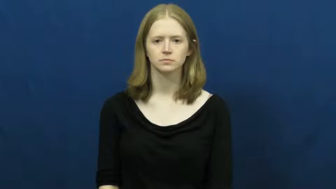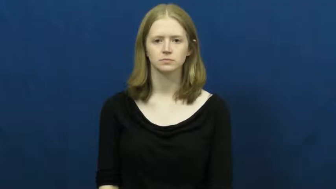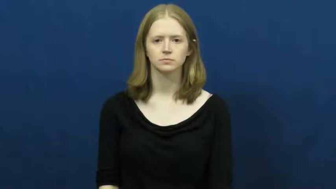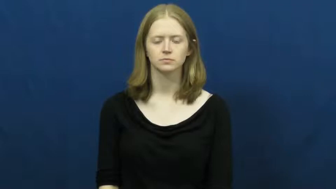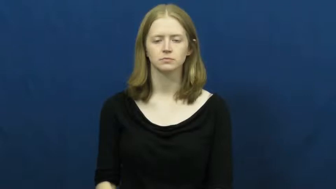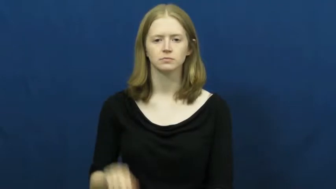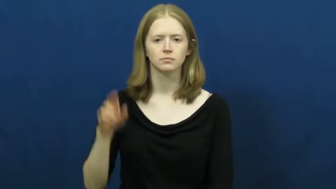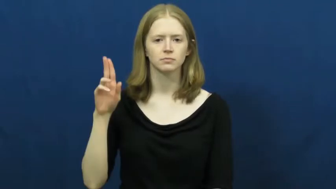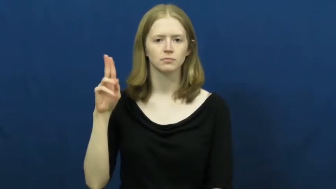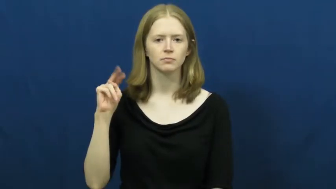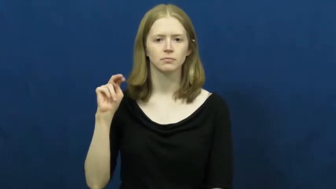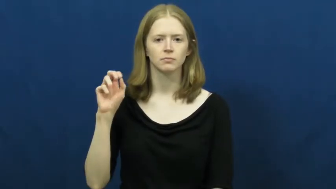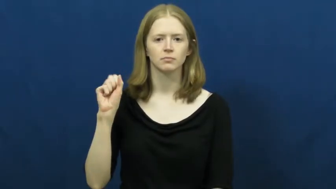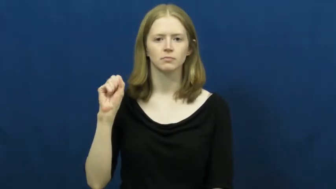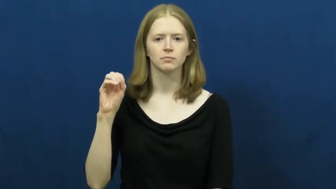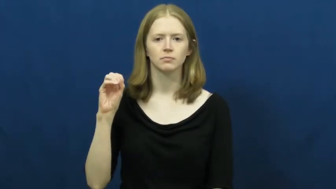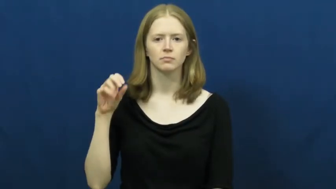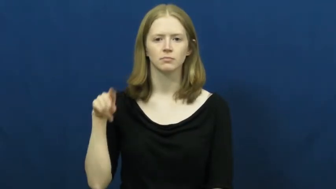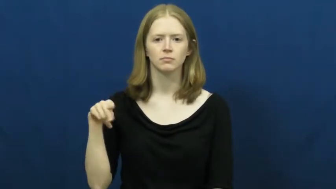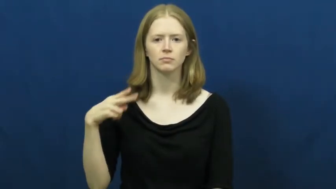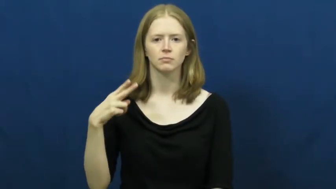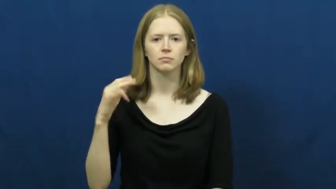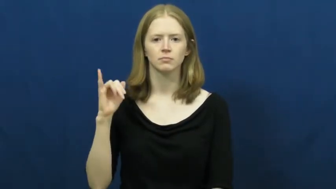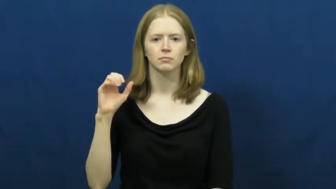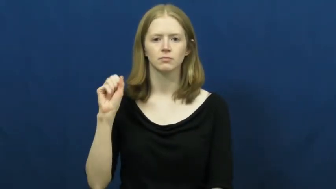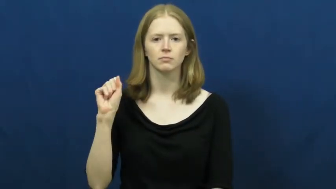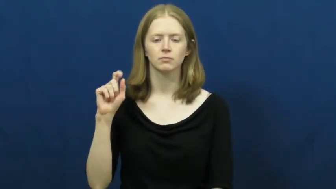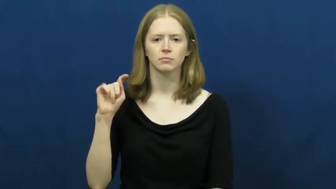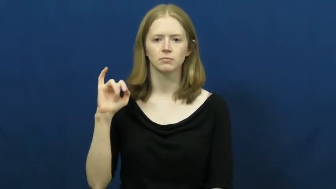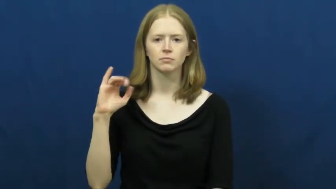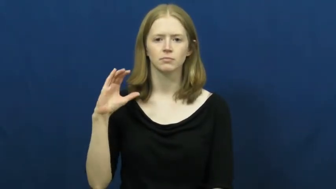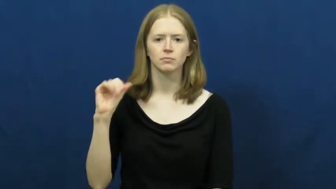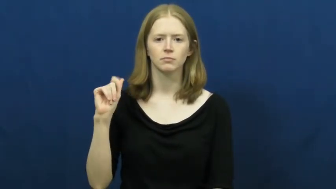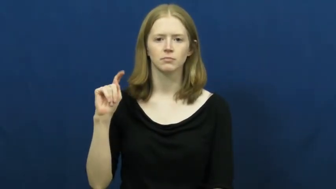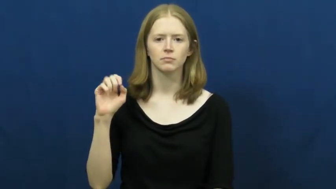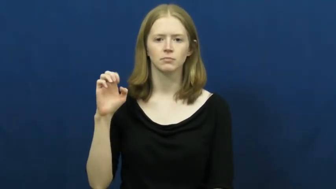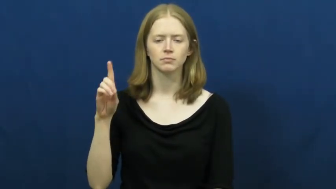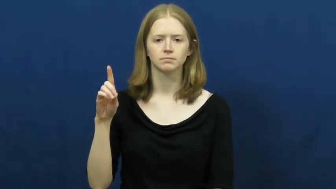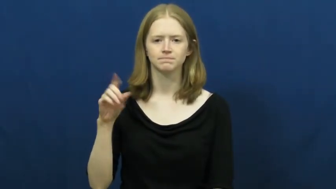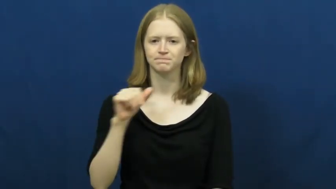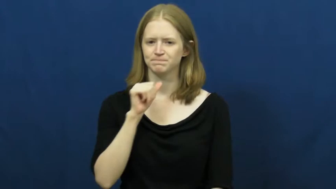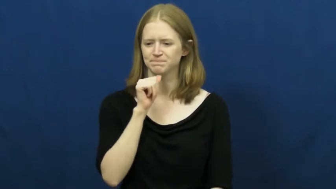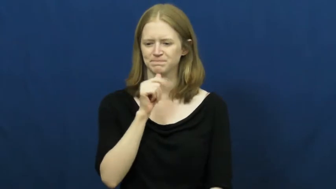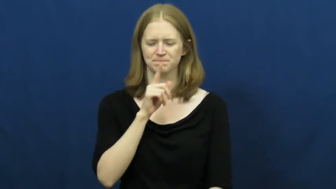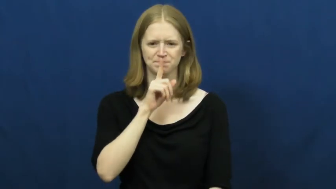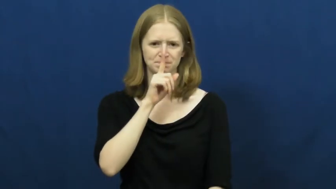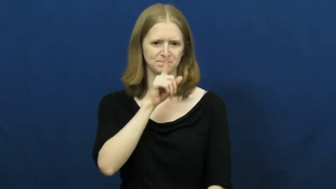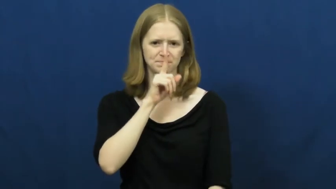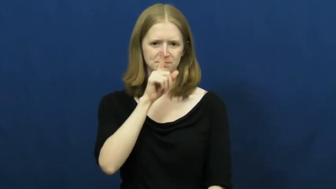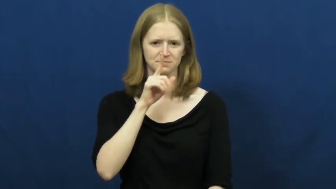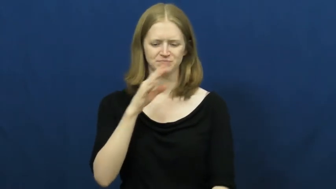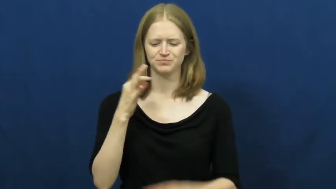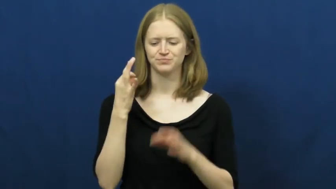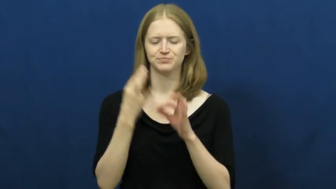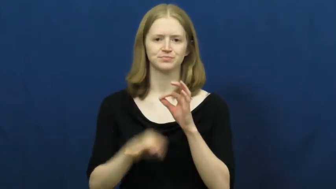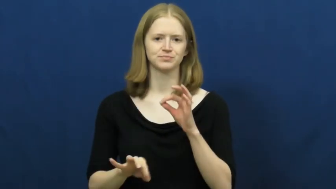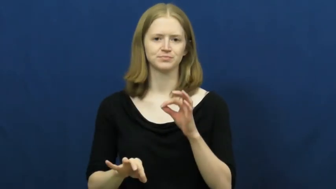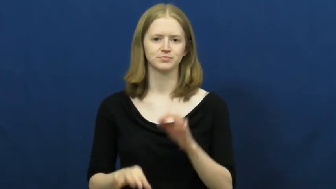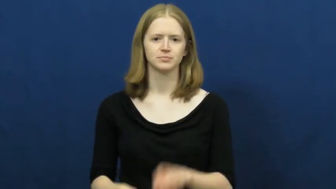unsophisticated,unsophisticate